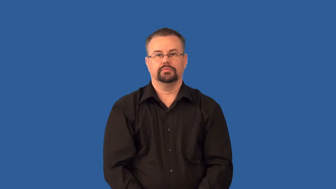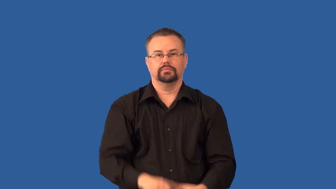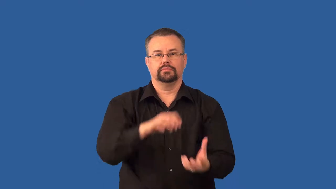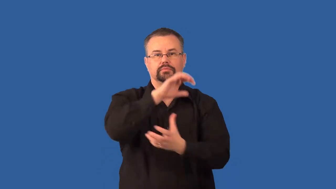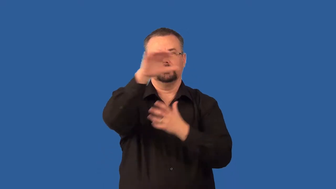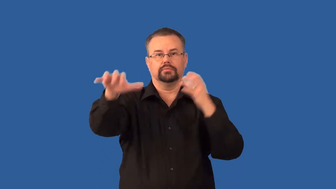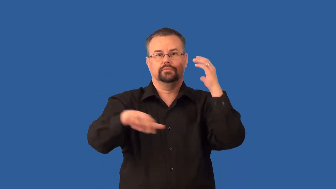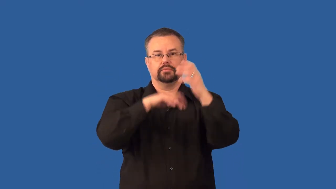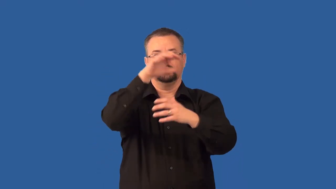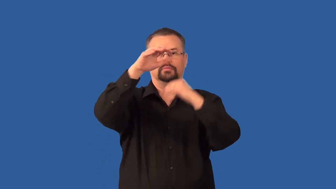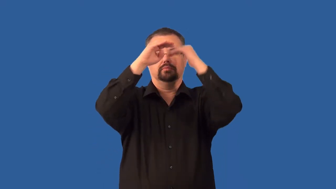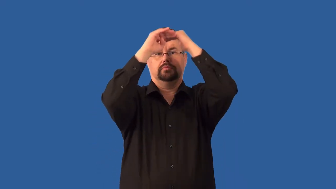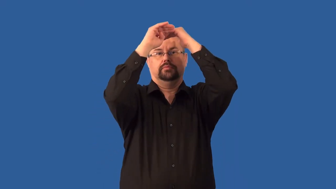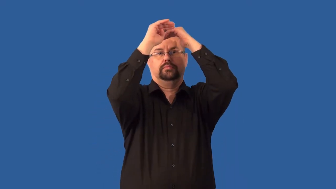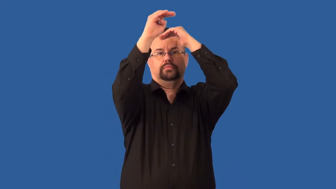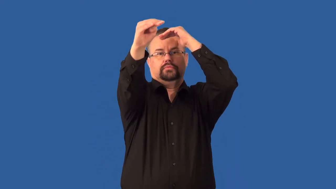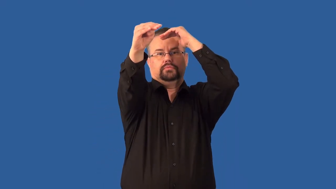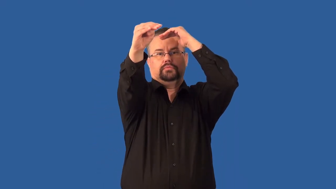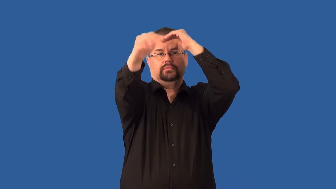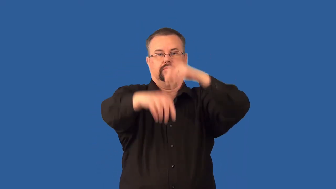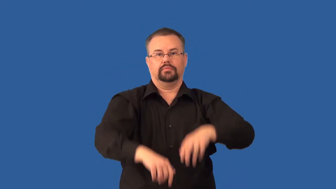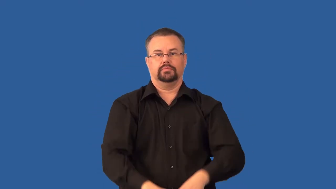stratus